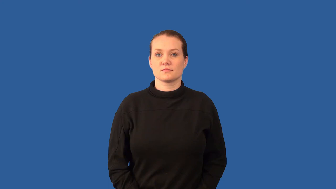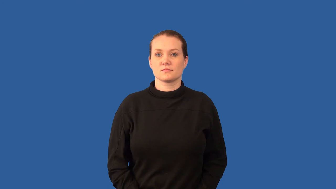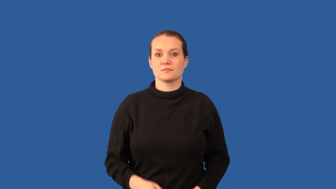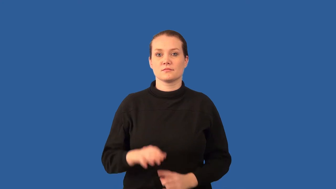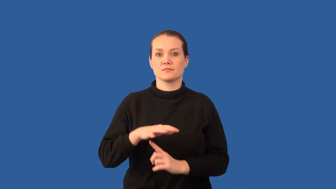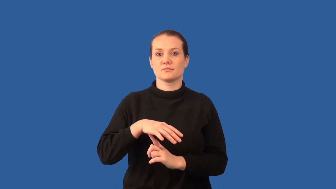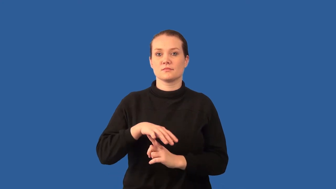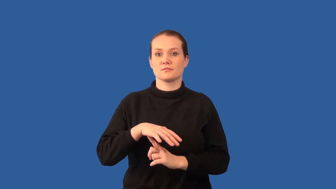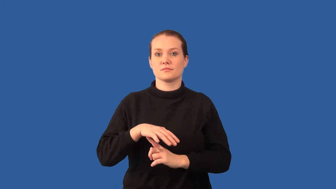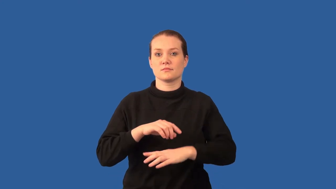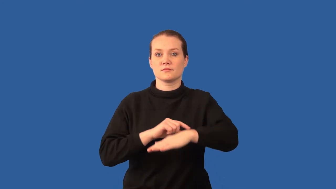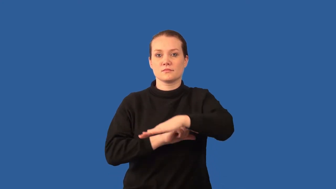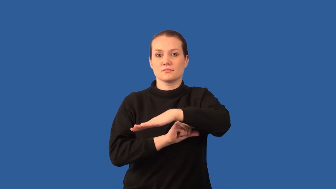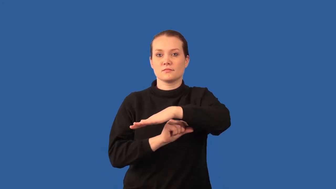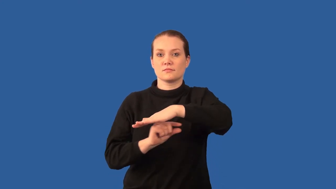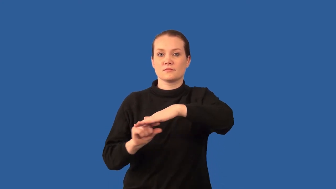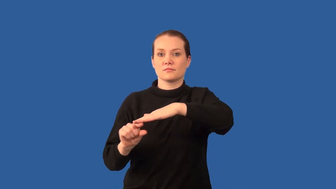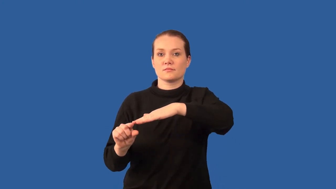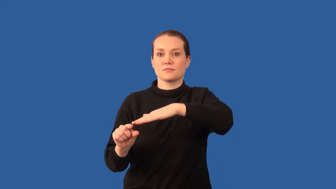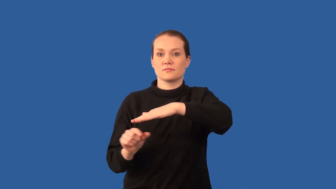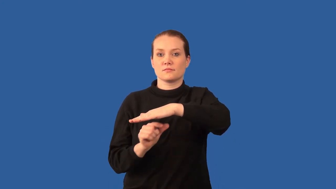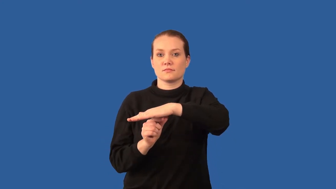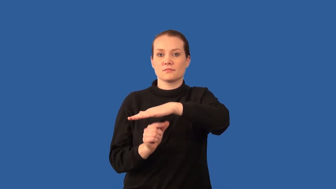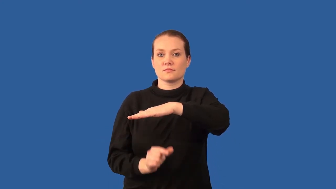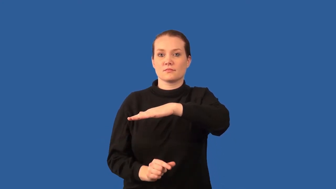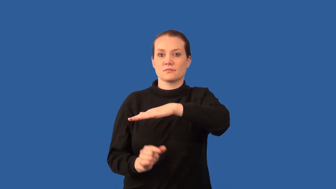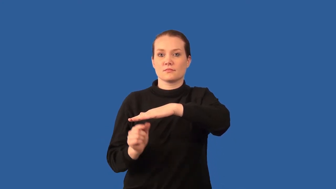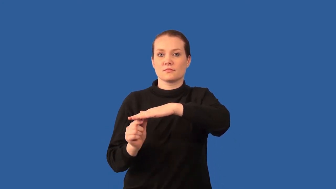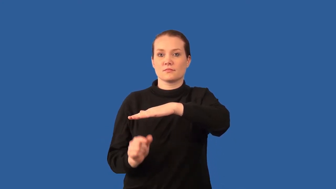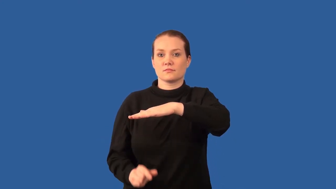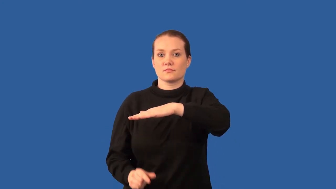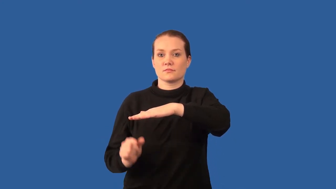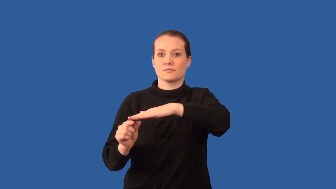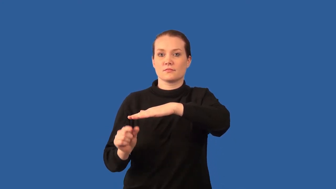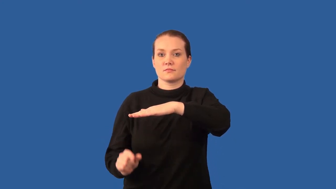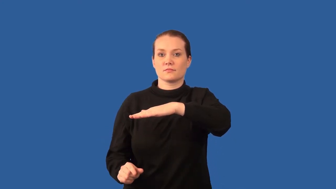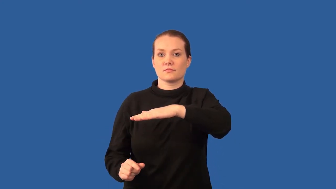palisade-layer in leaf